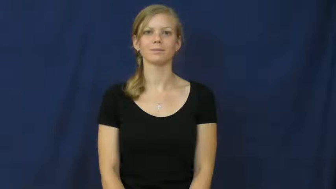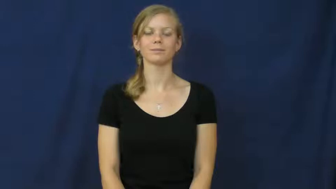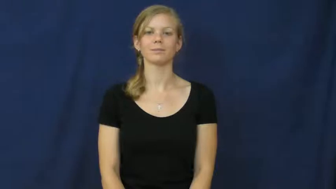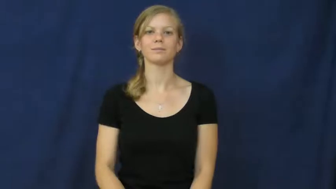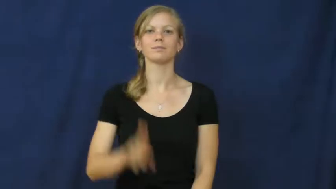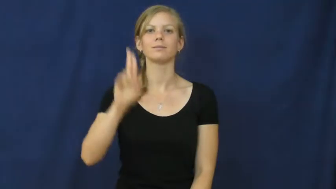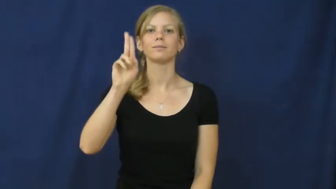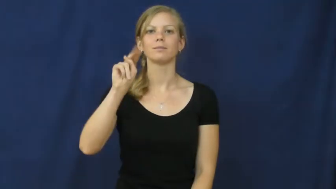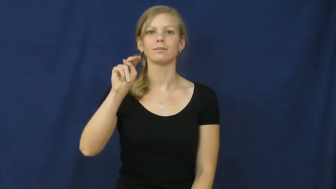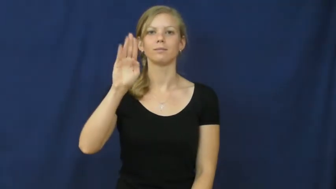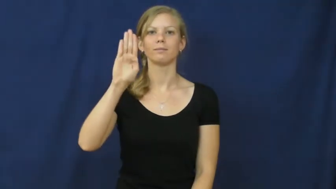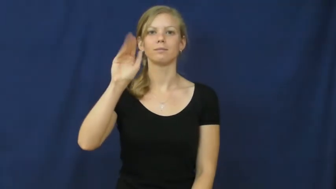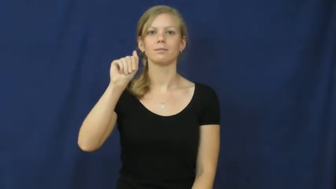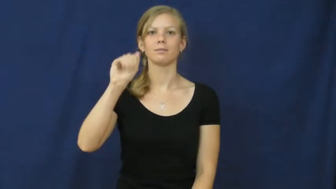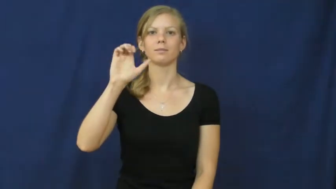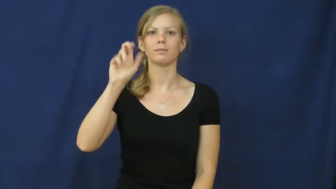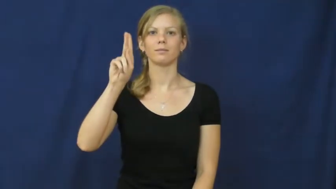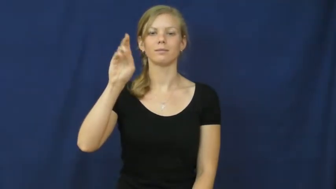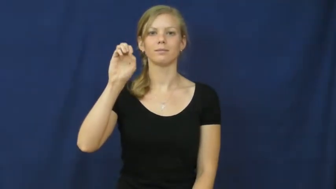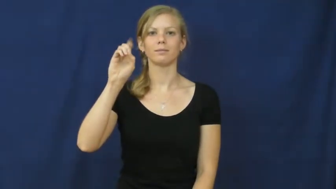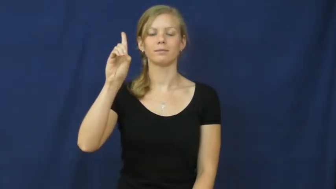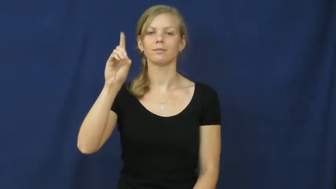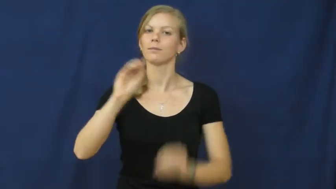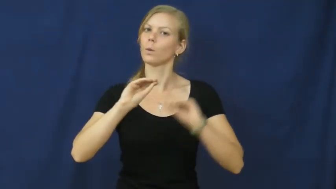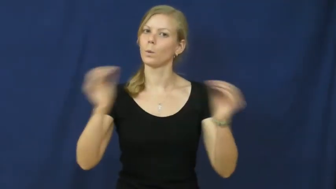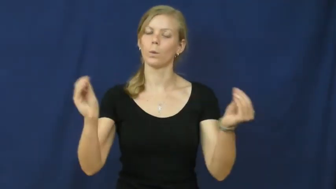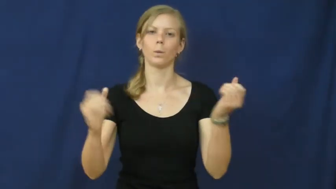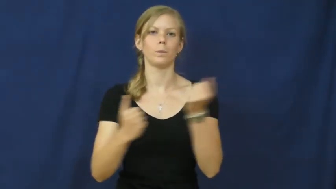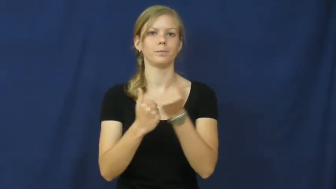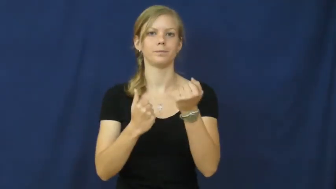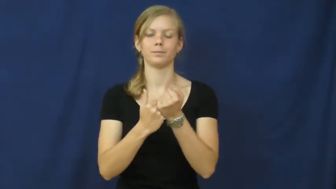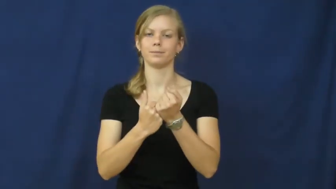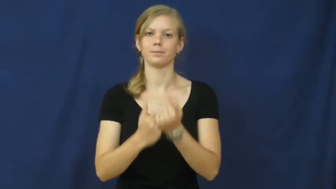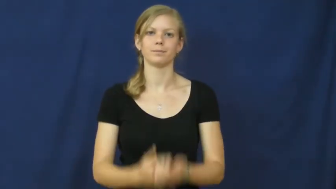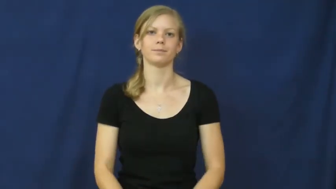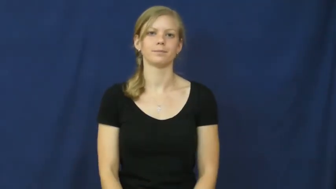unbacked